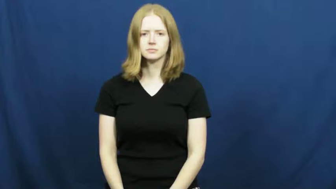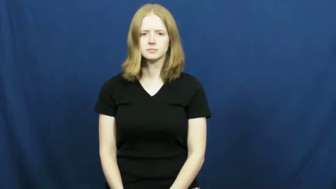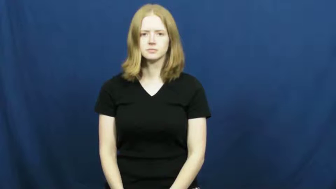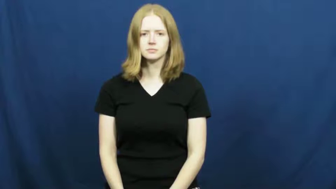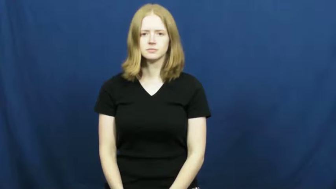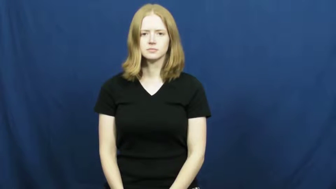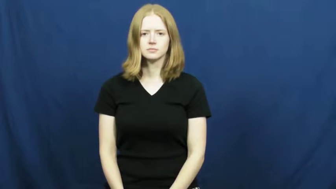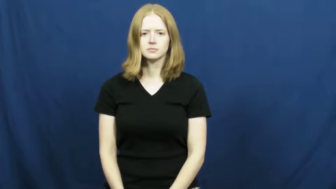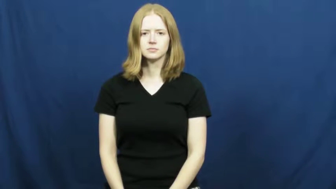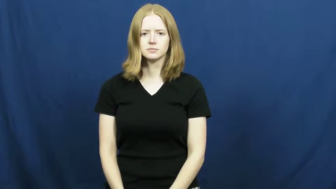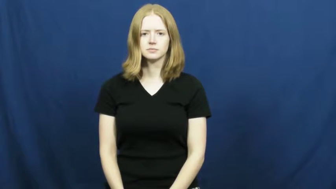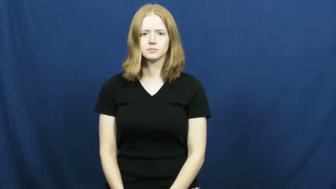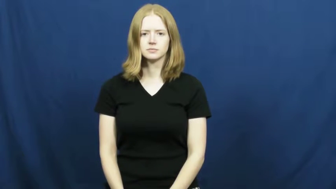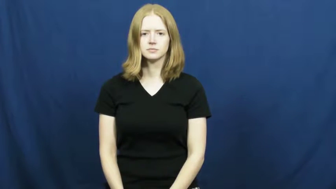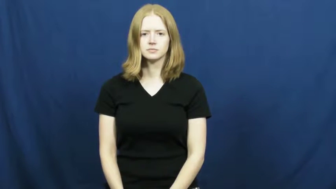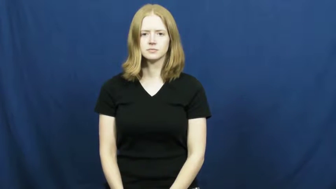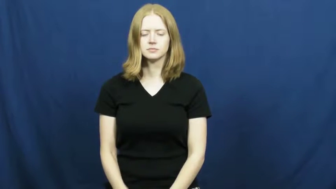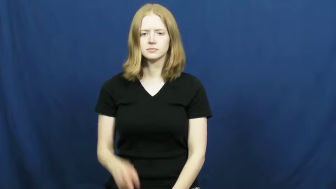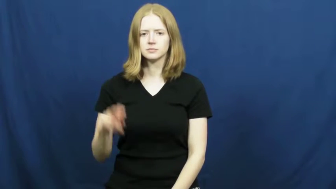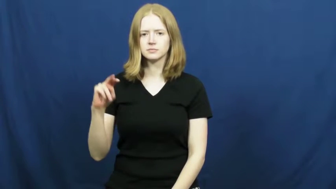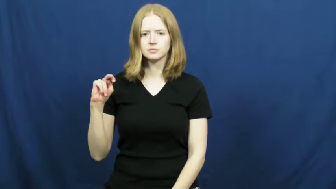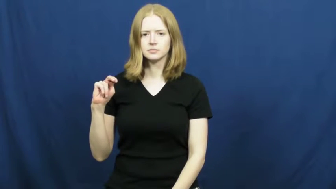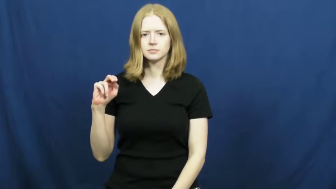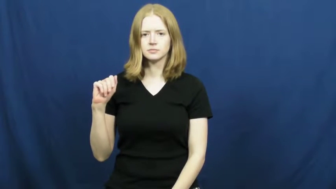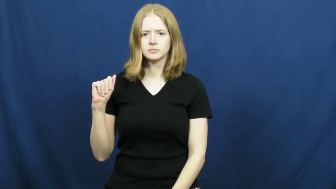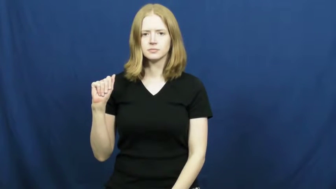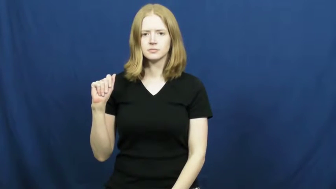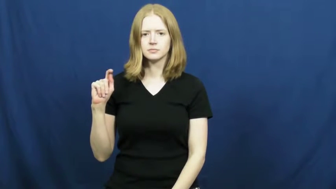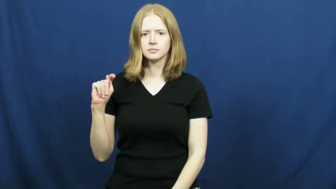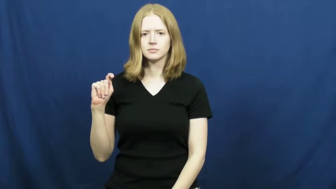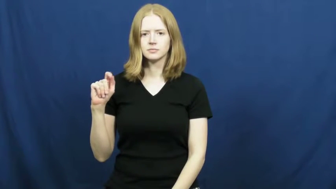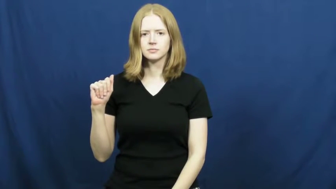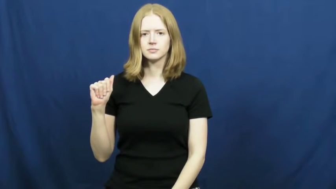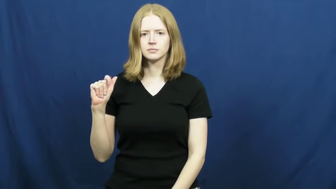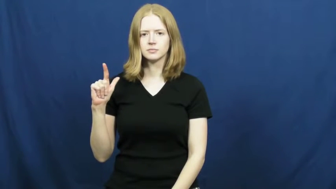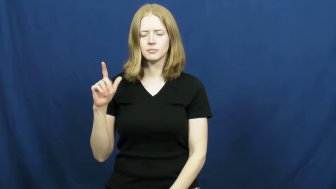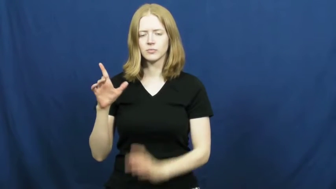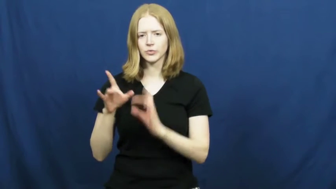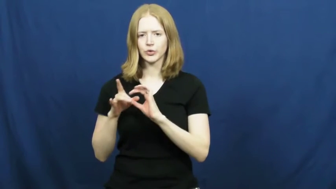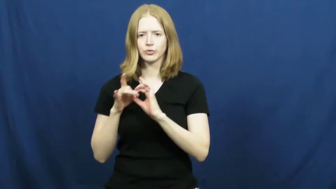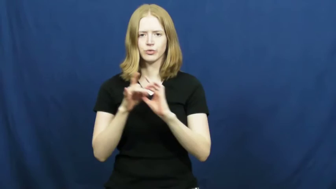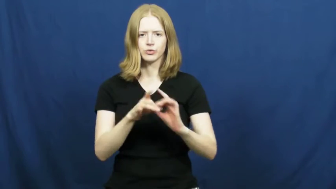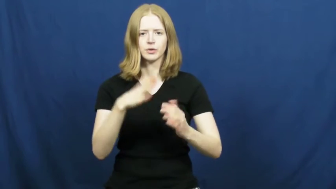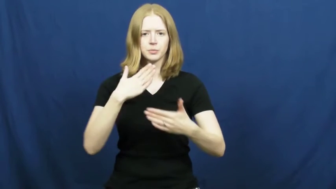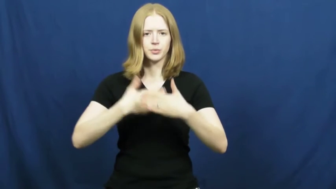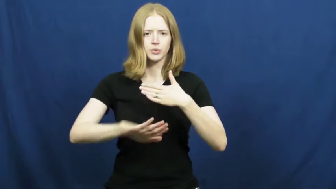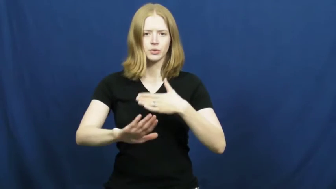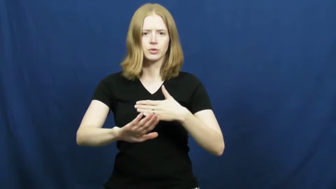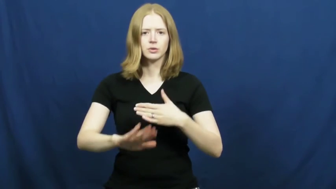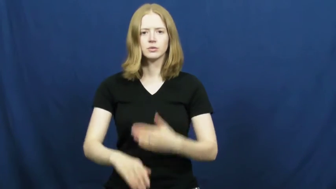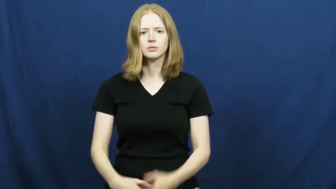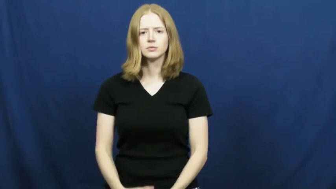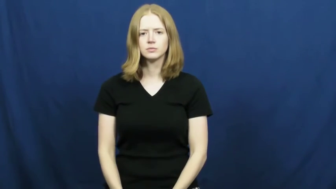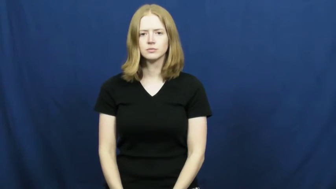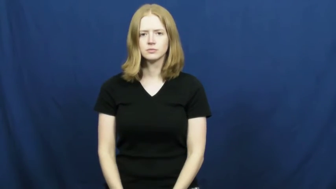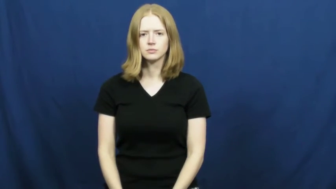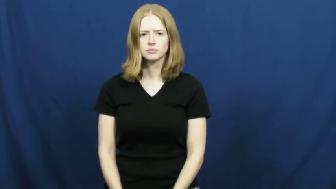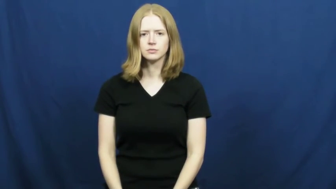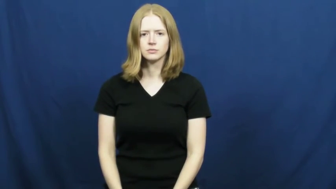natal